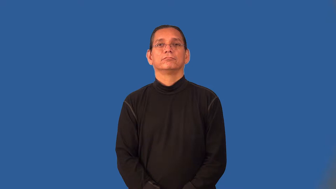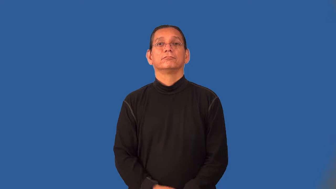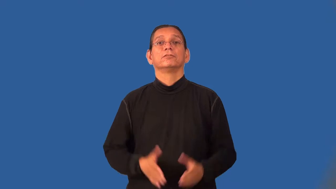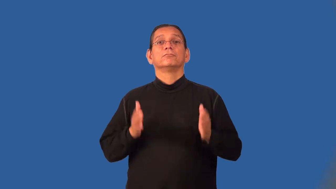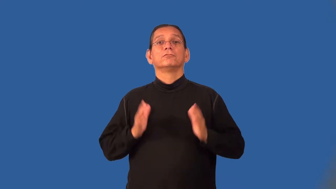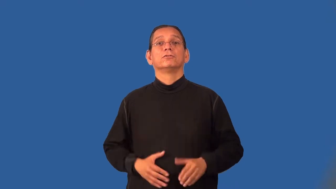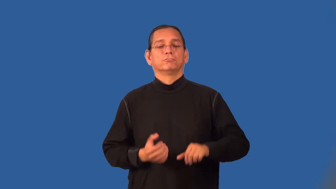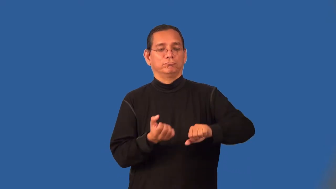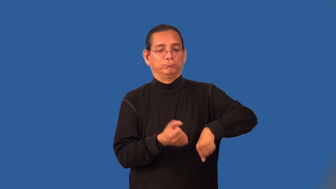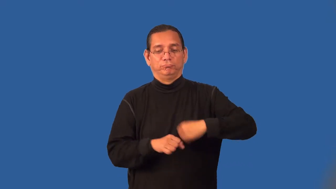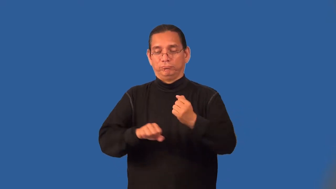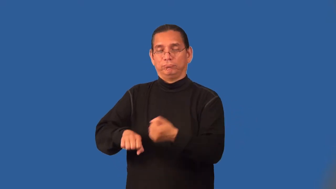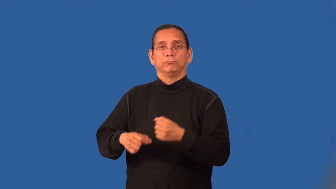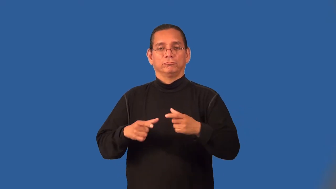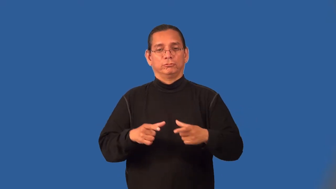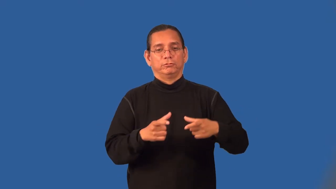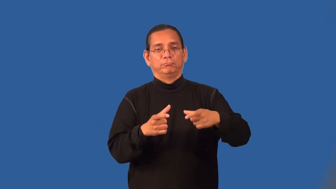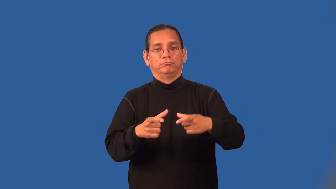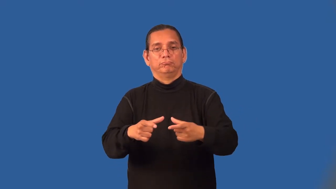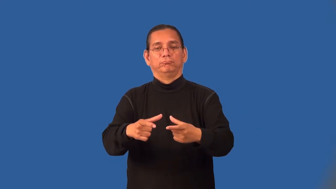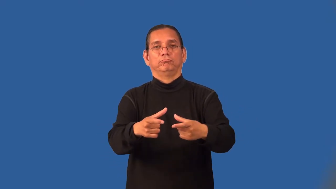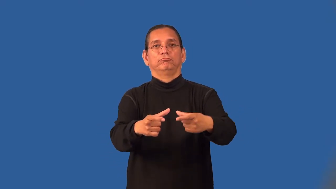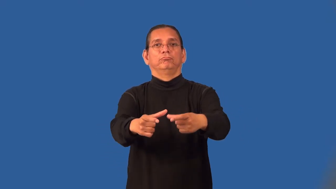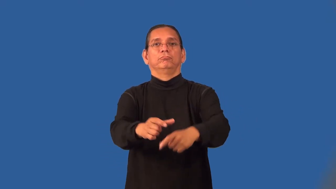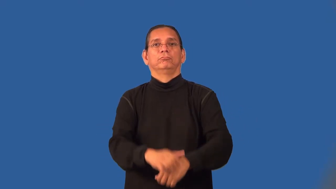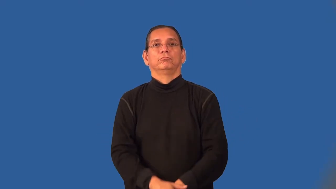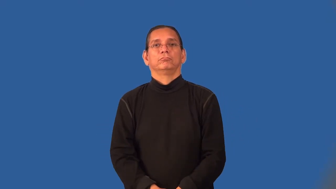rafter